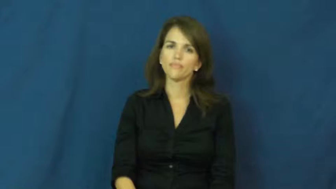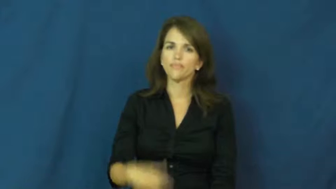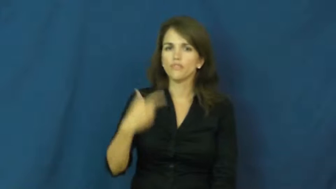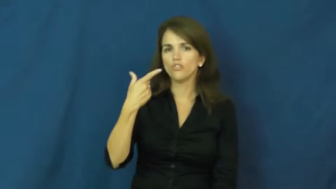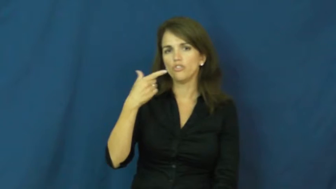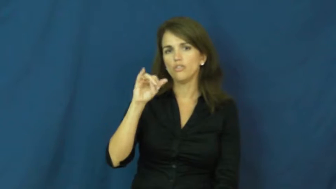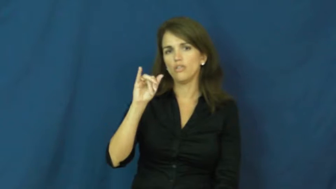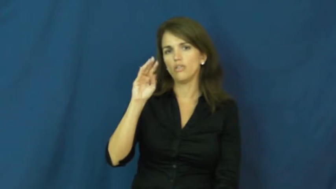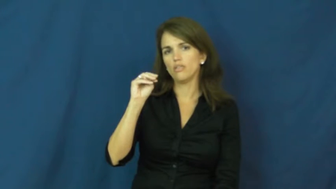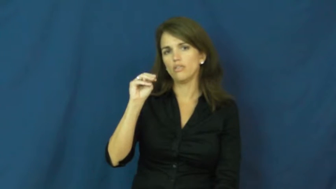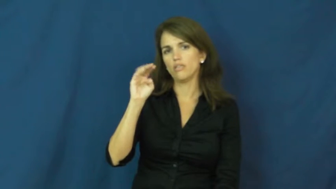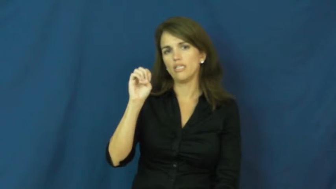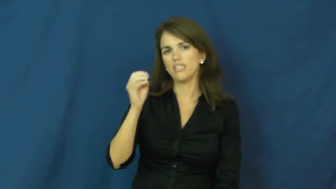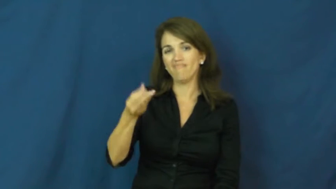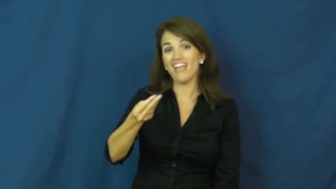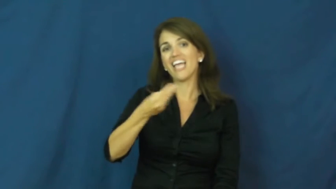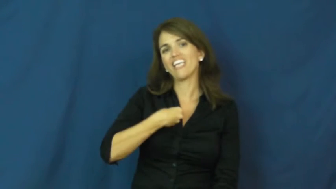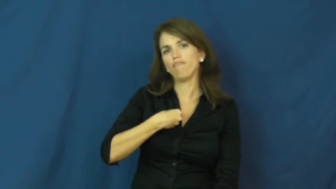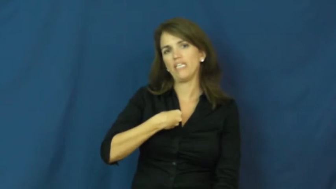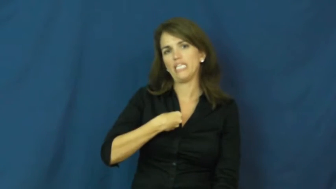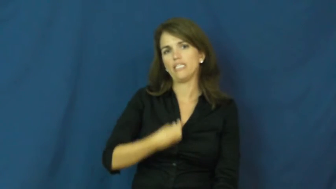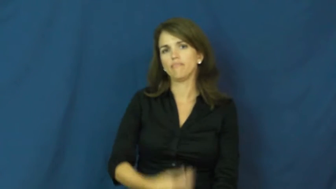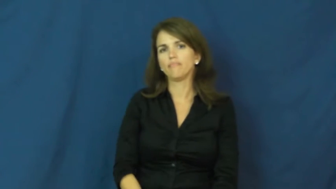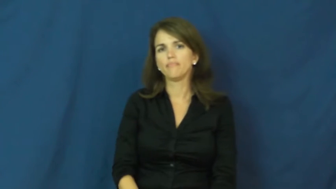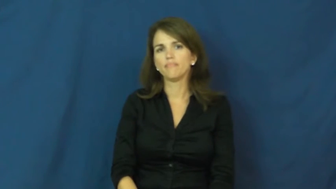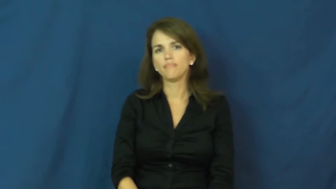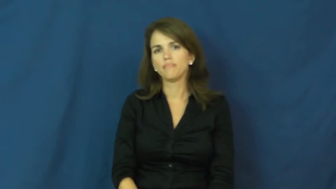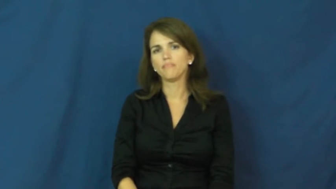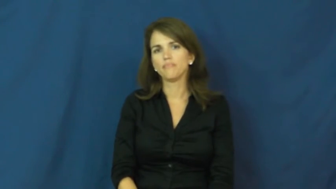gimme